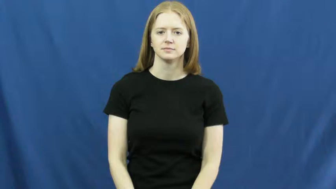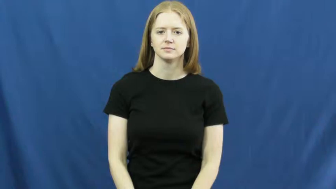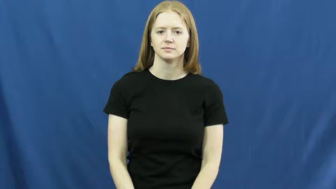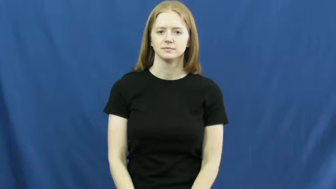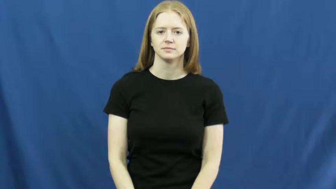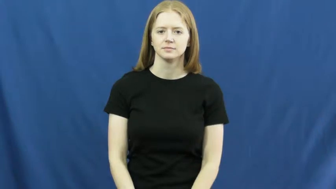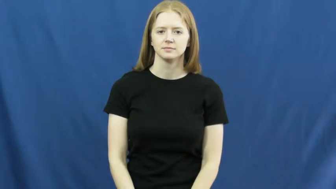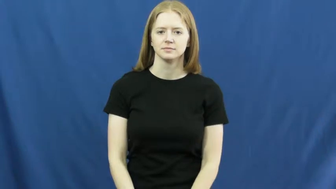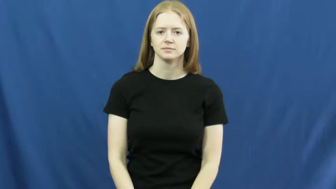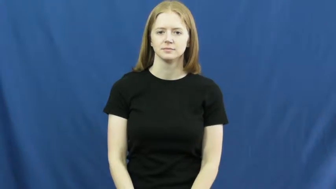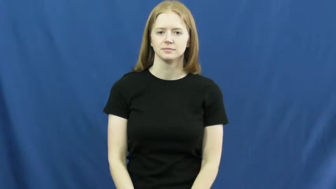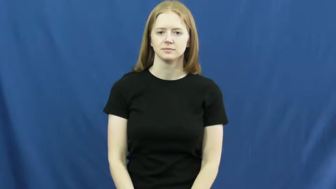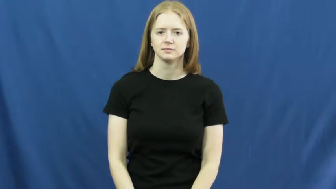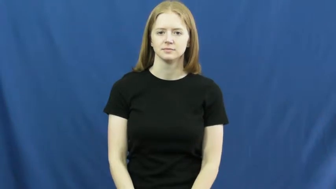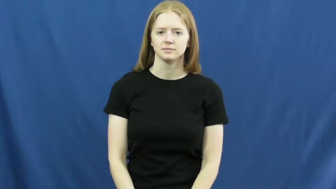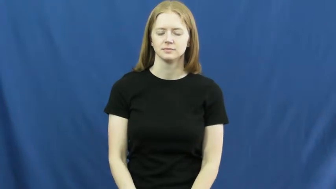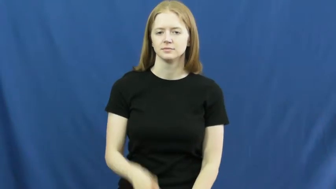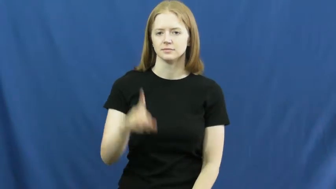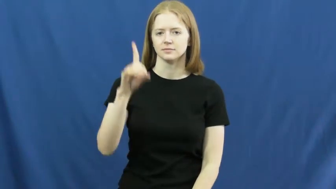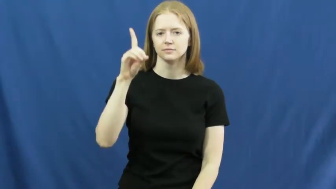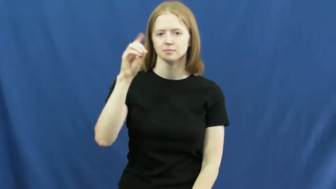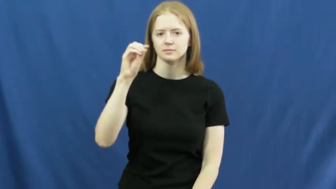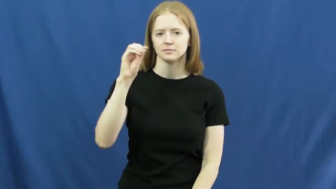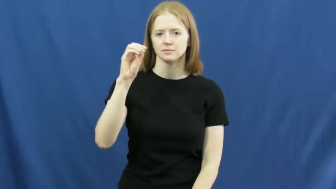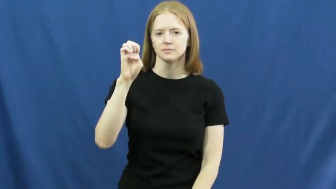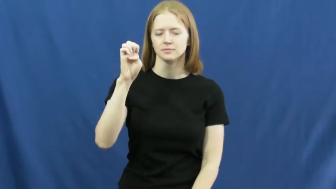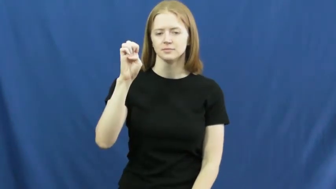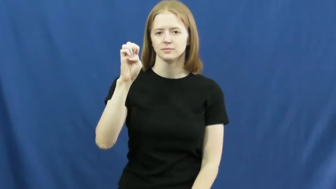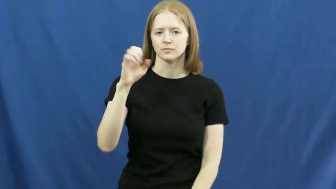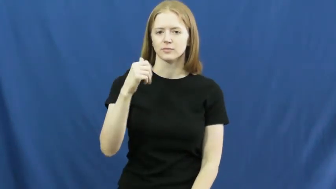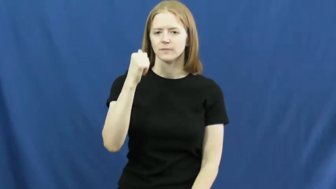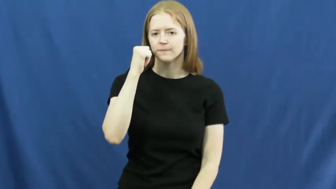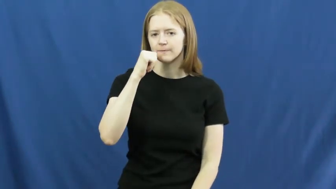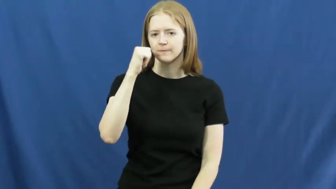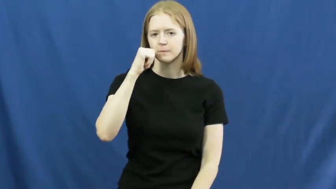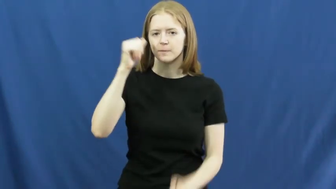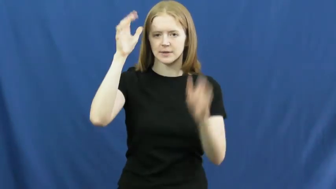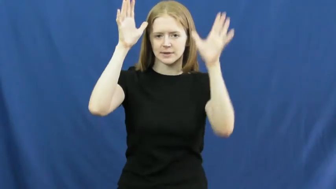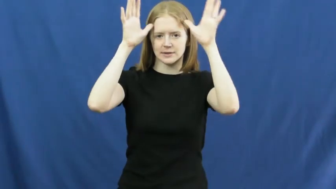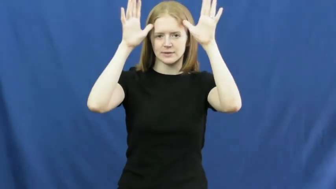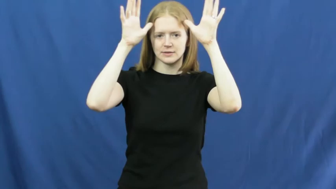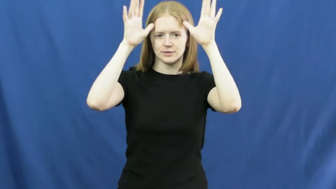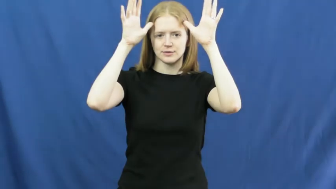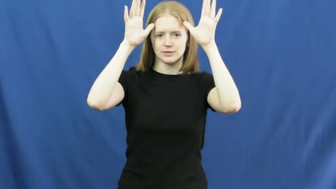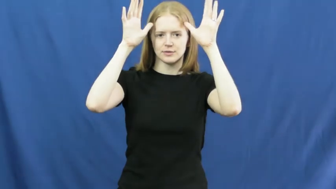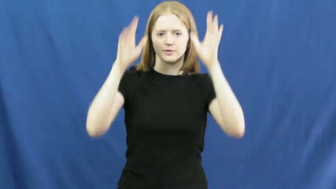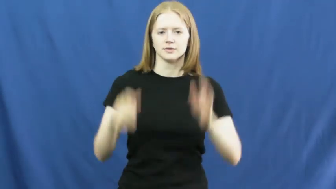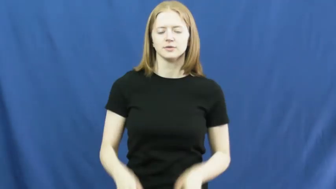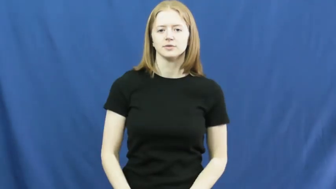doe,hind